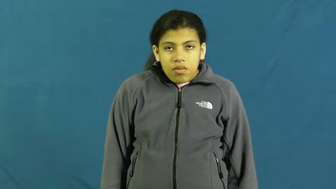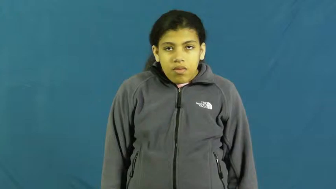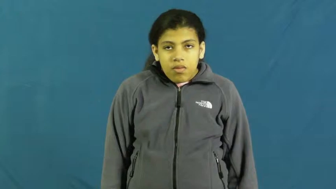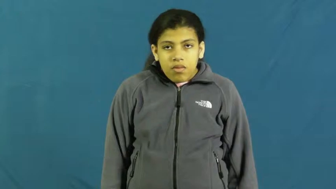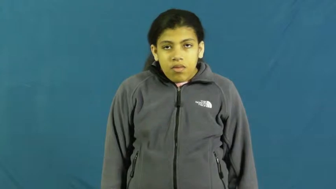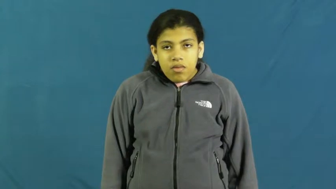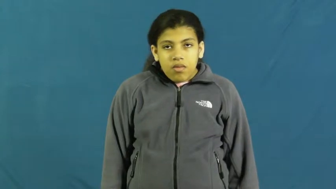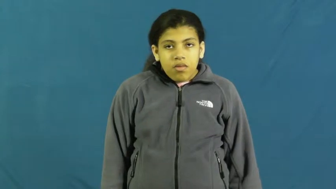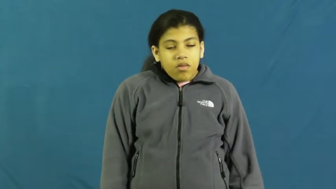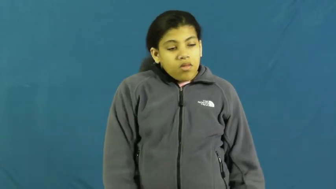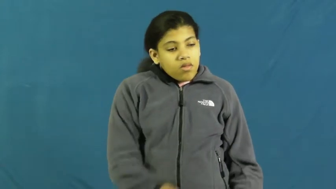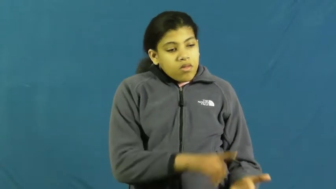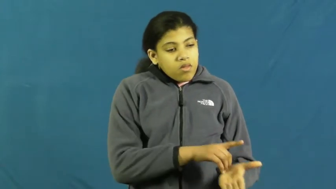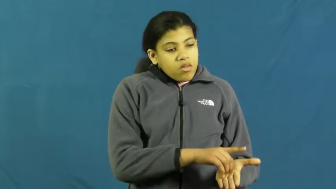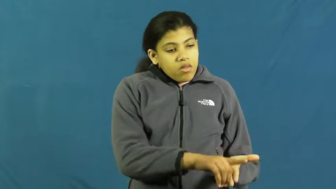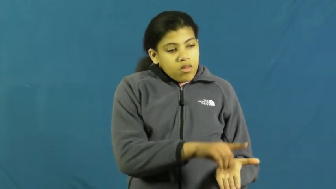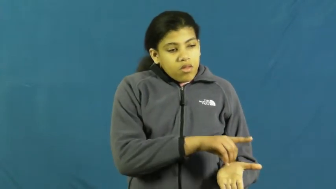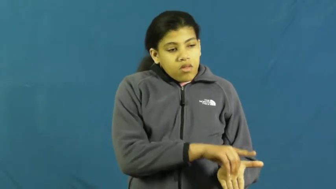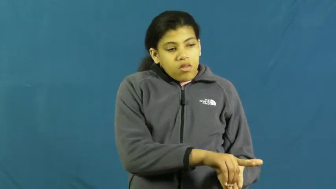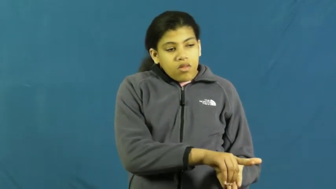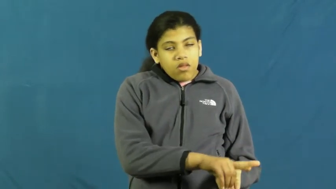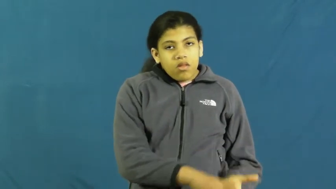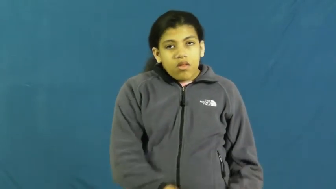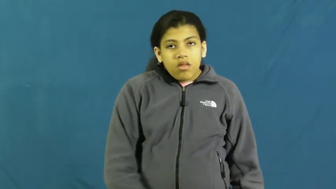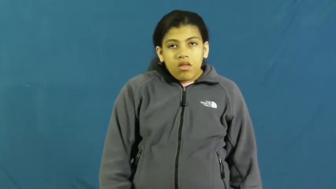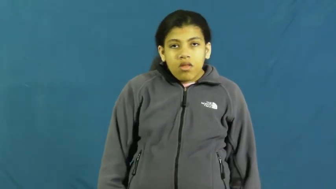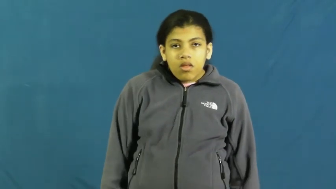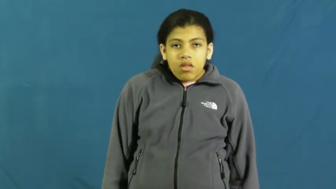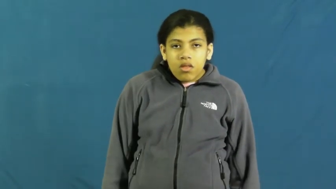dissertation,thesis